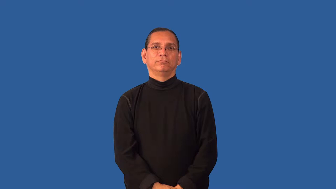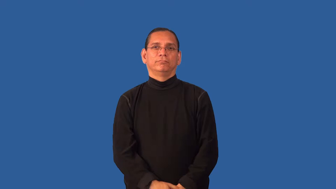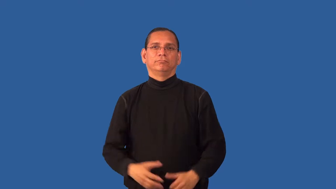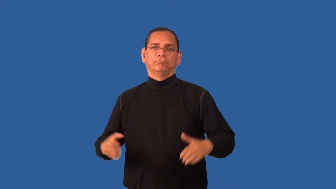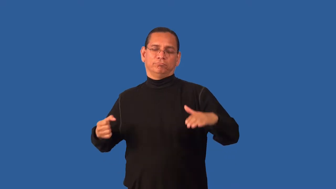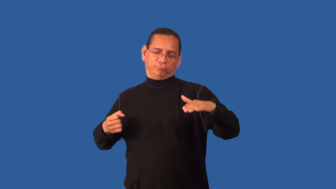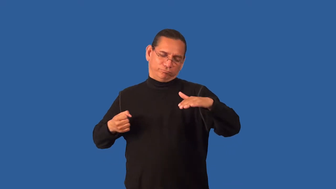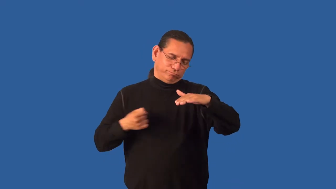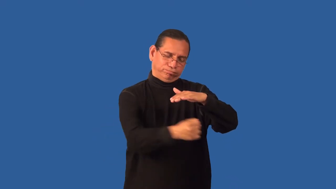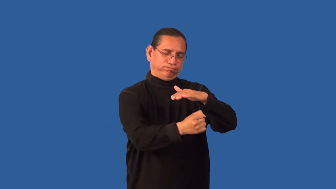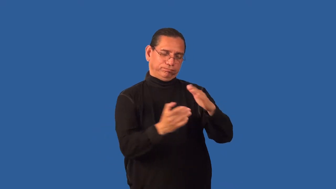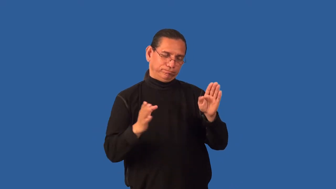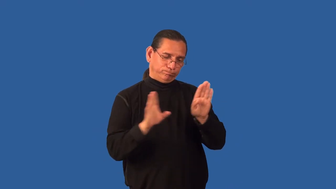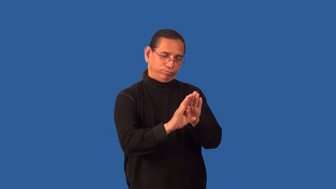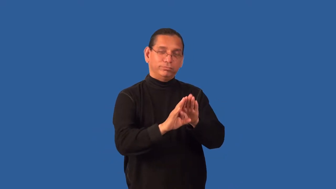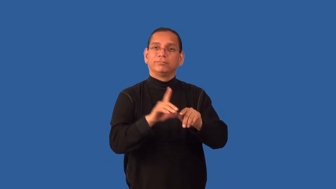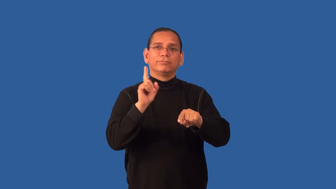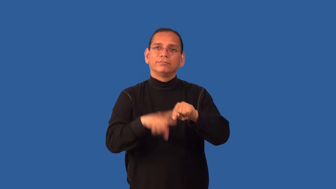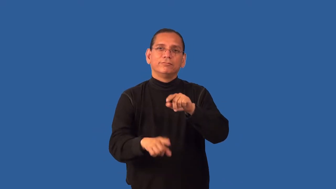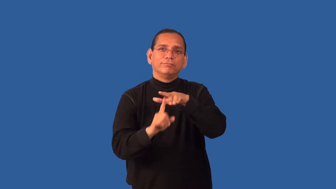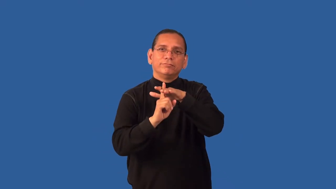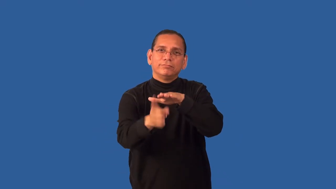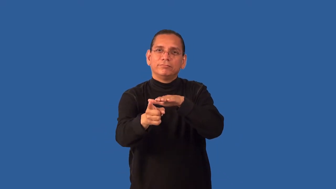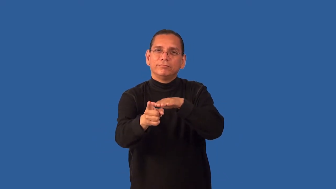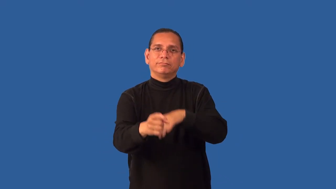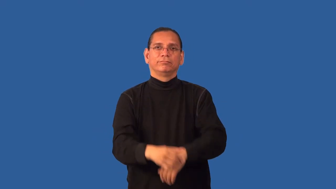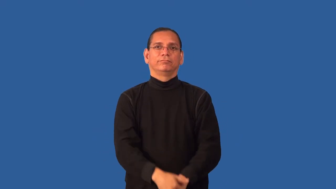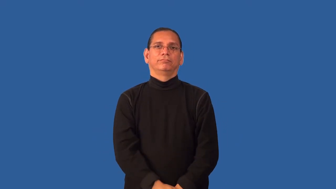entomb